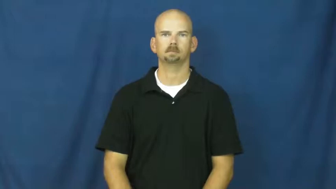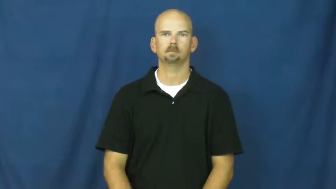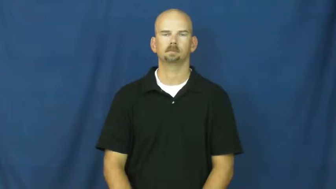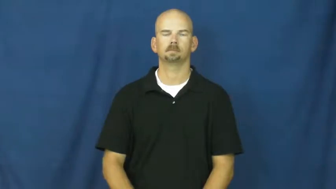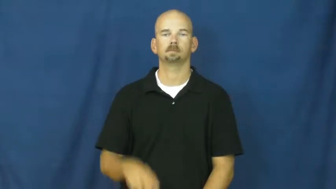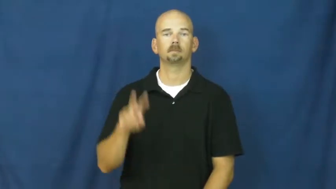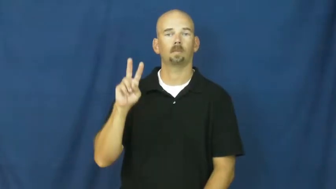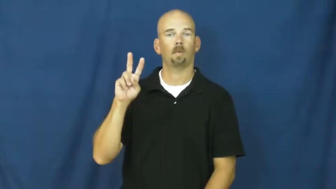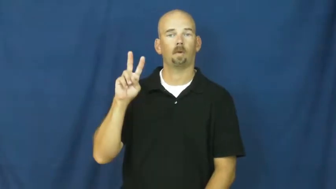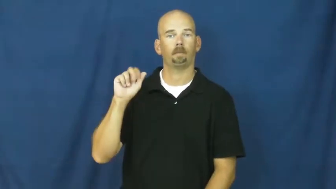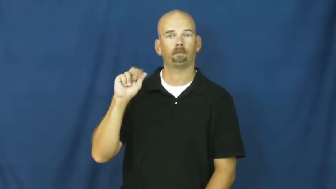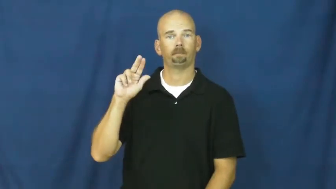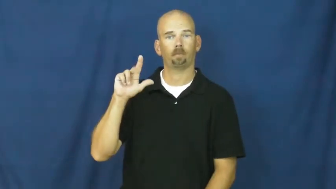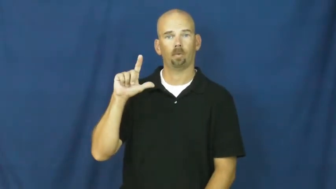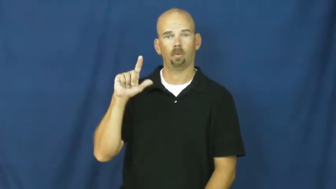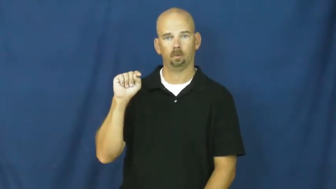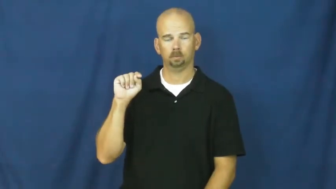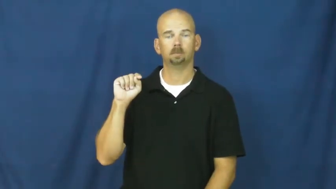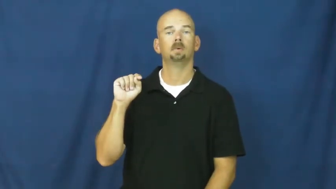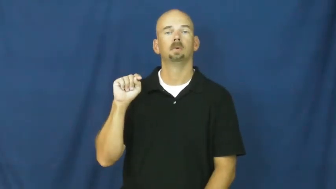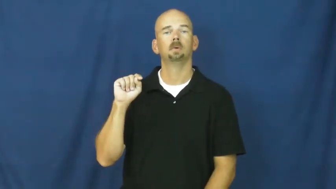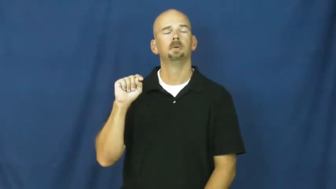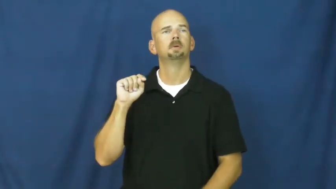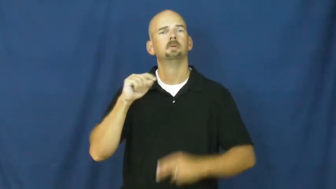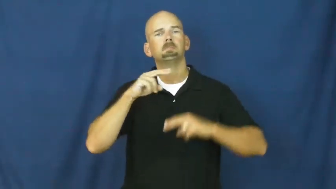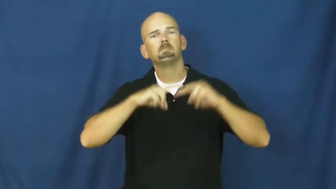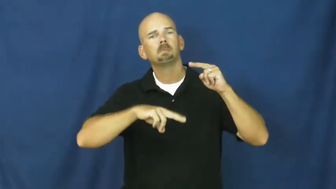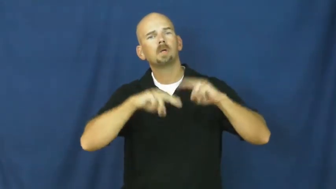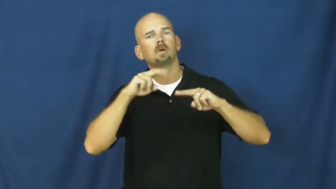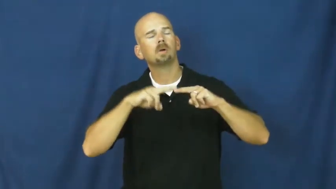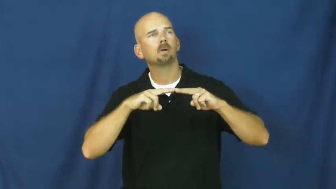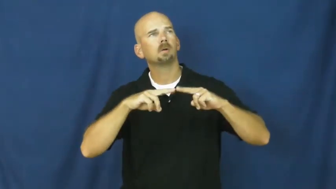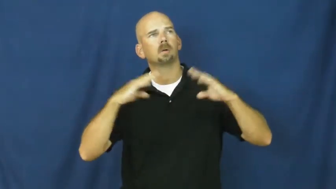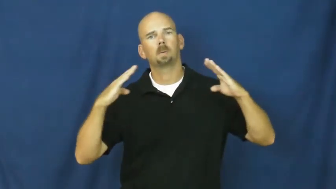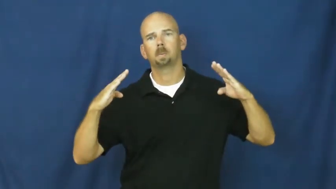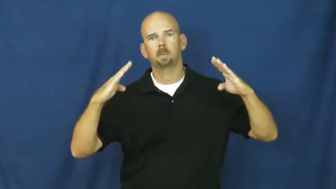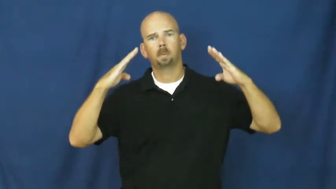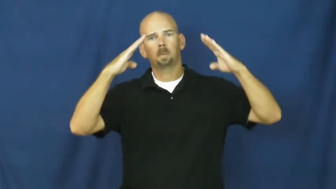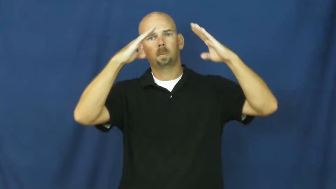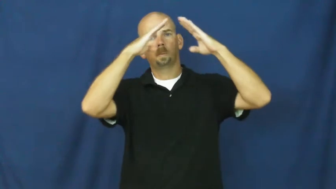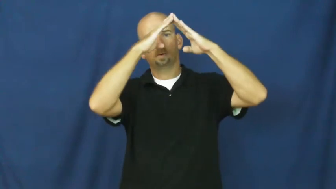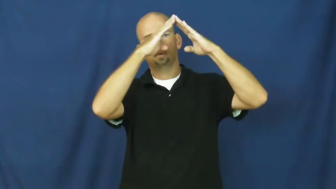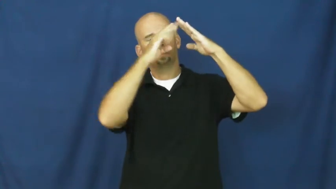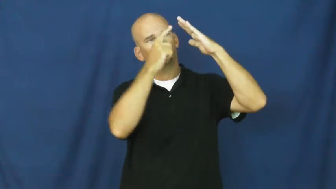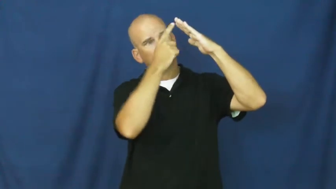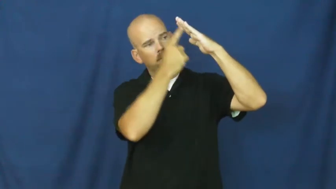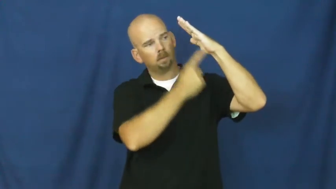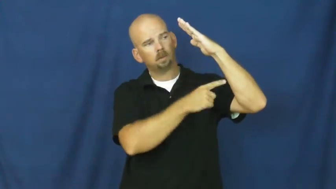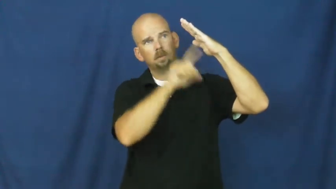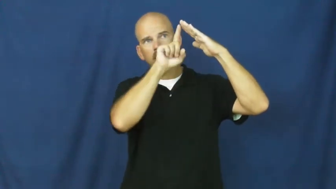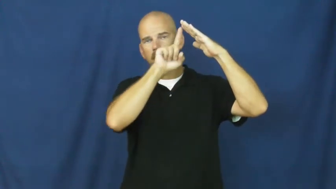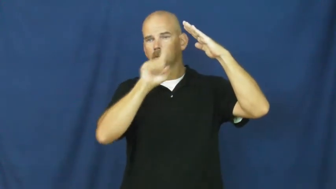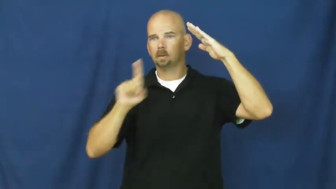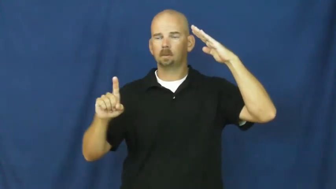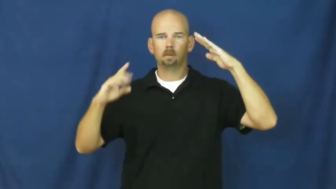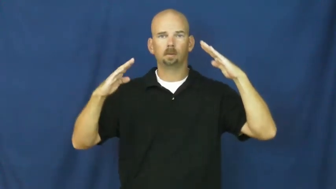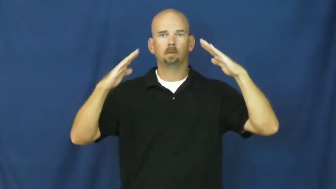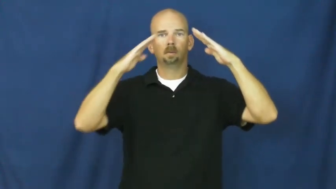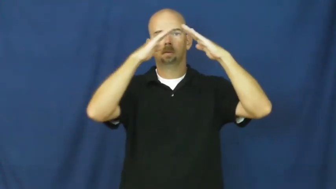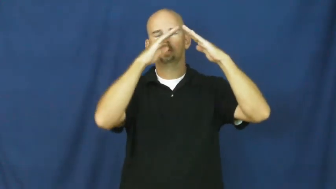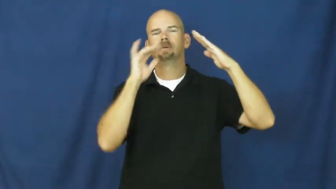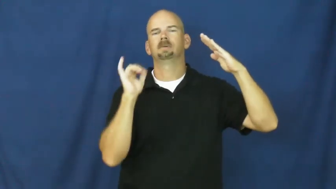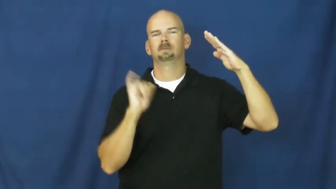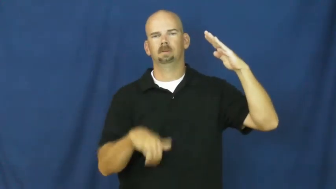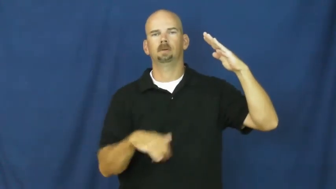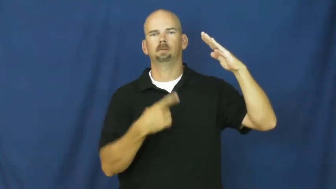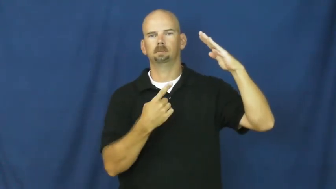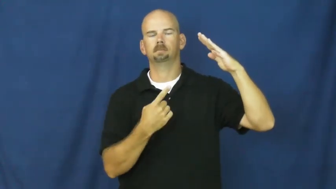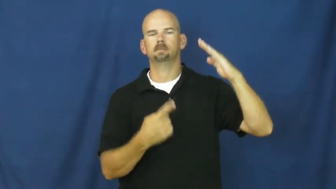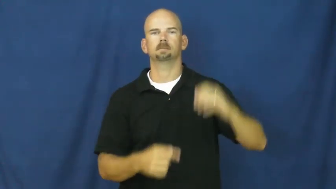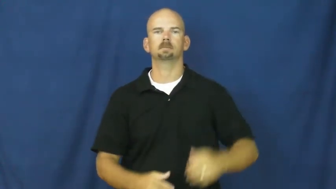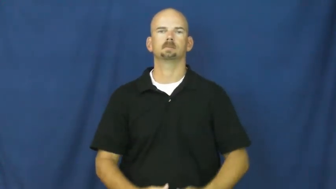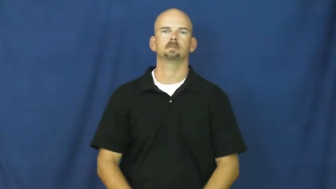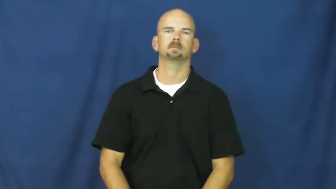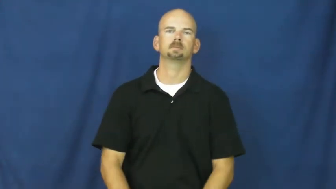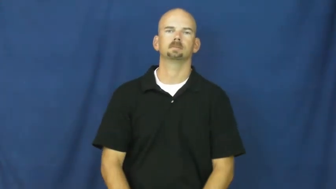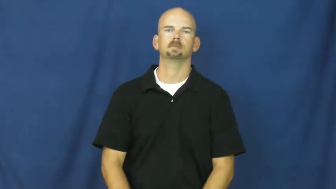vaulted